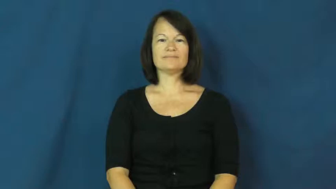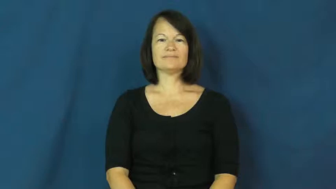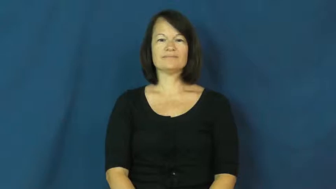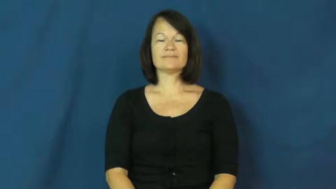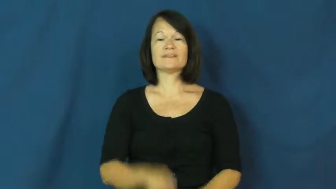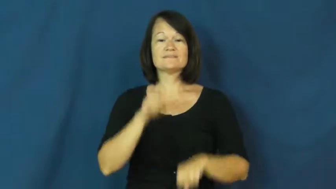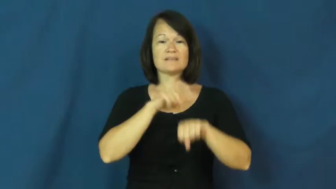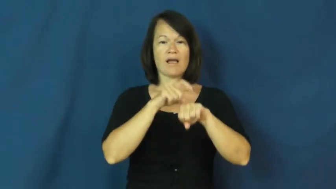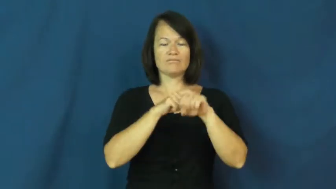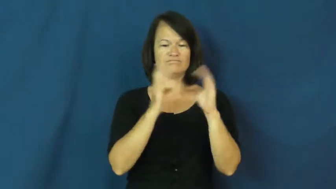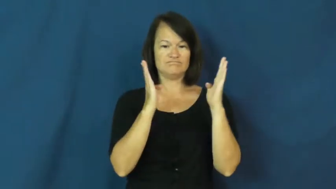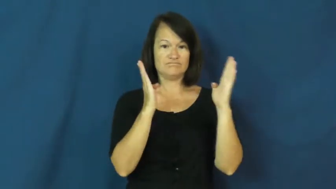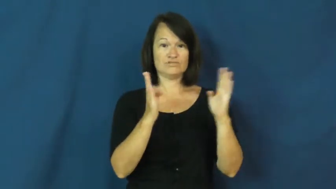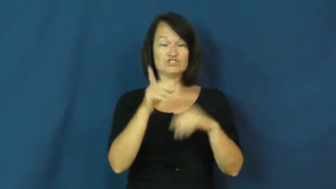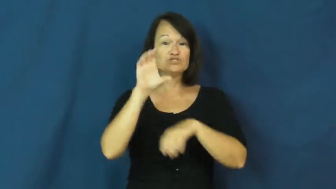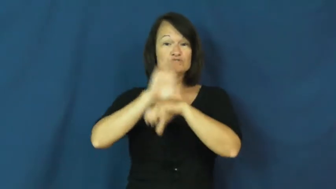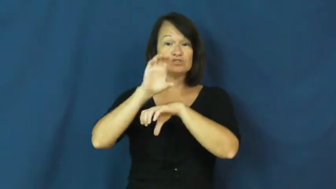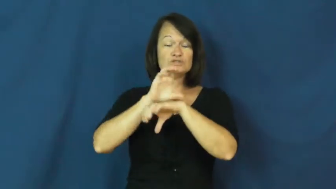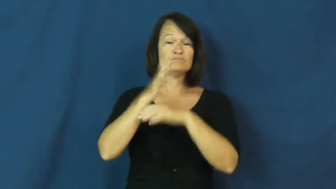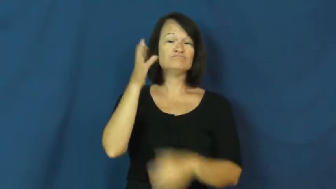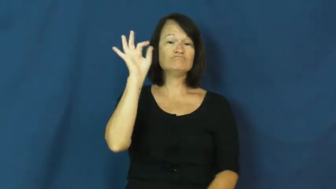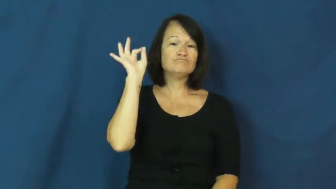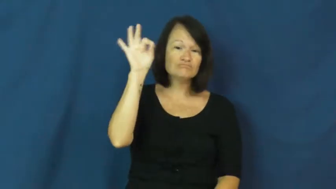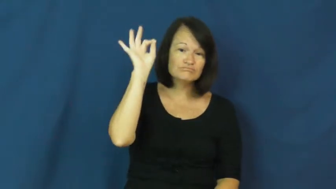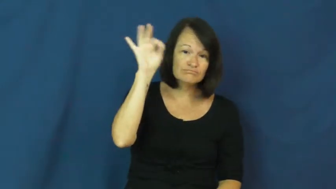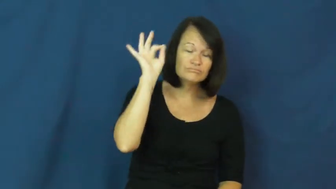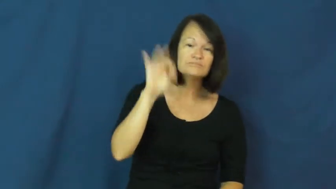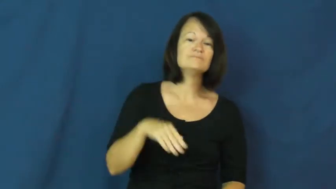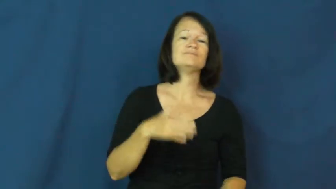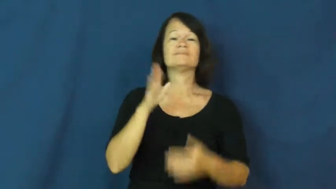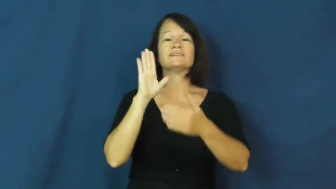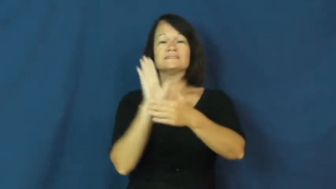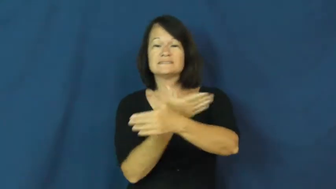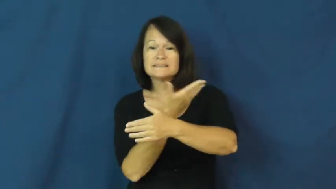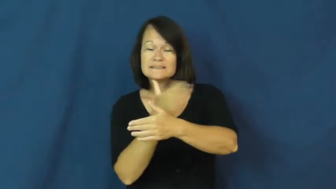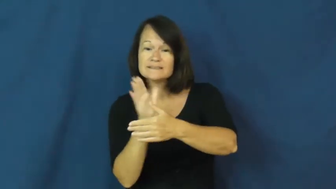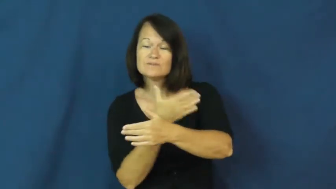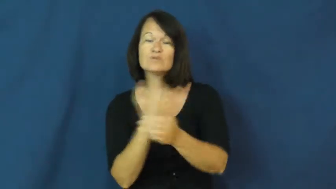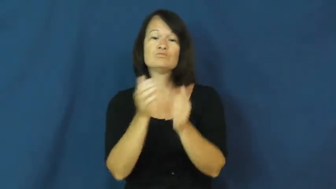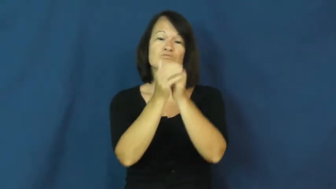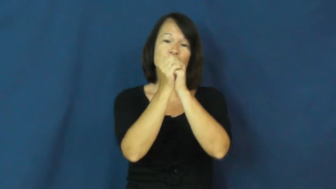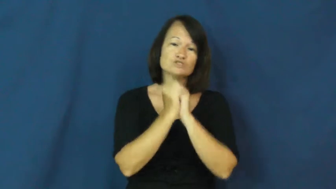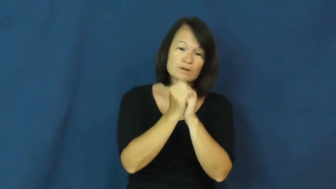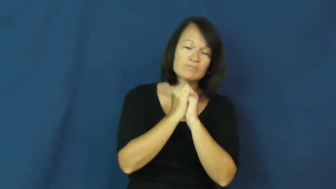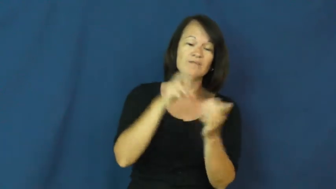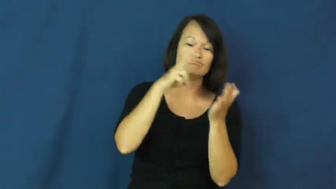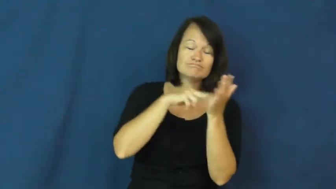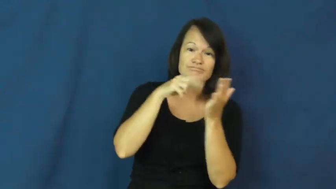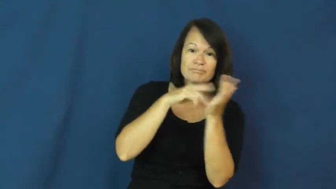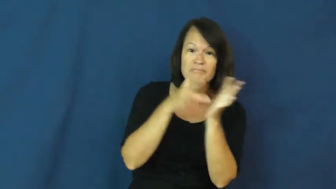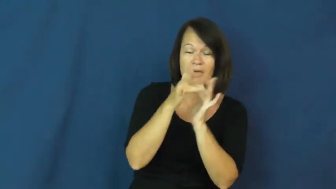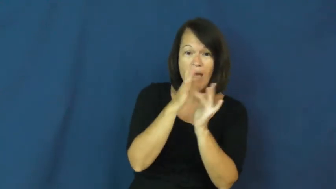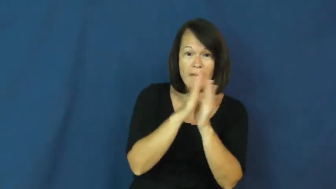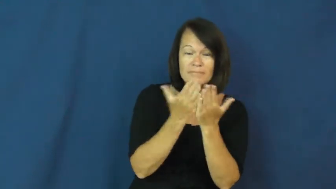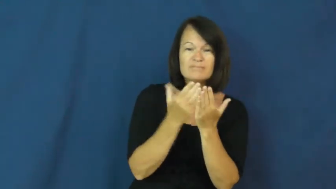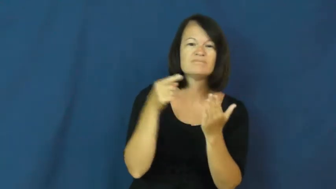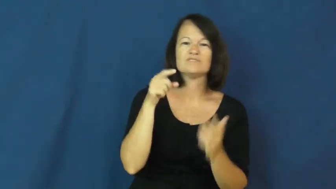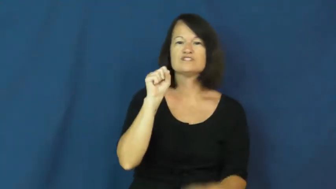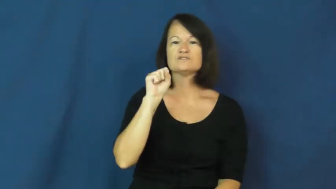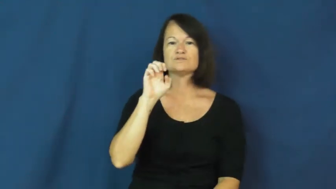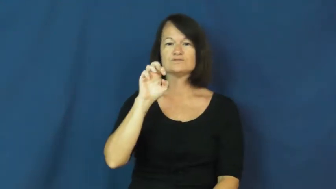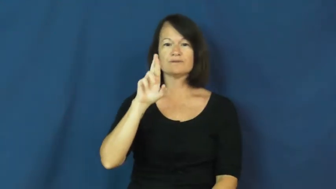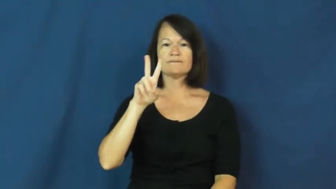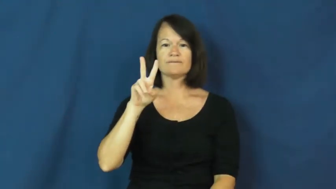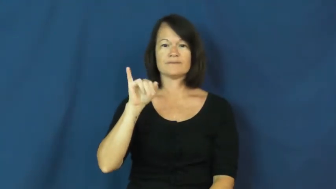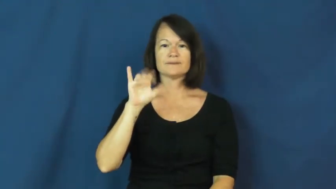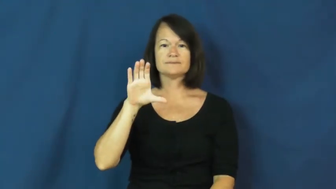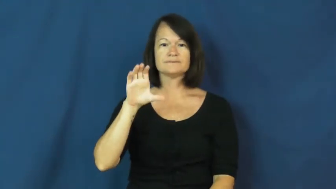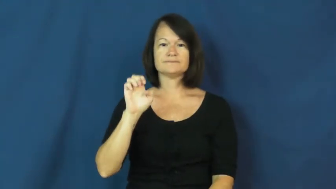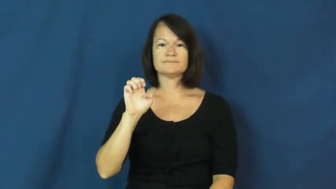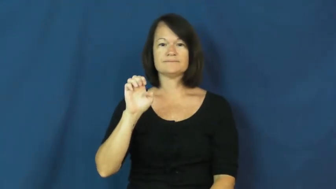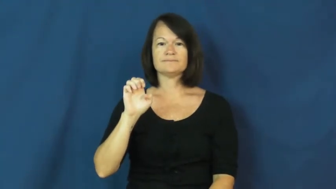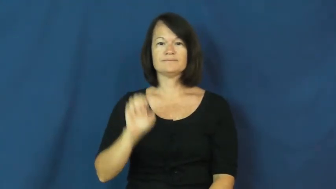service-church